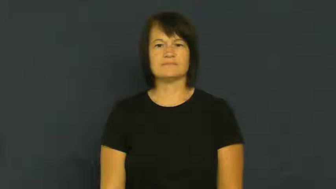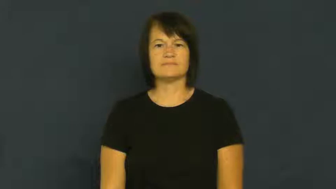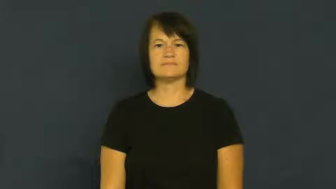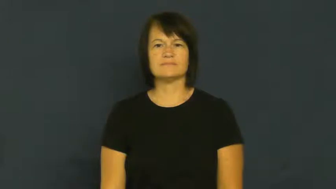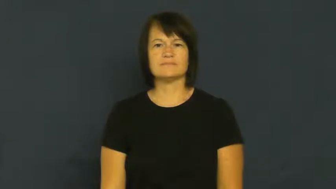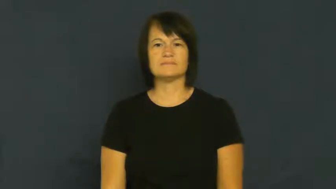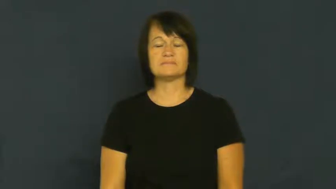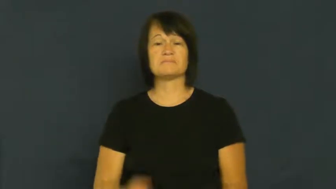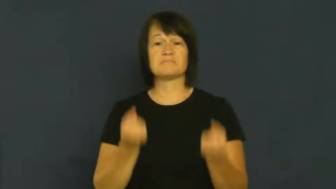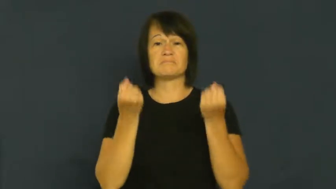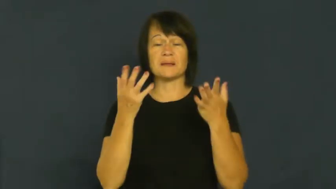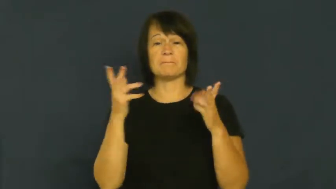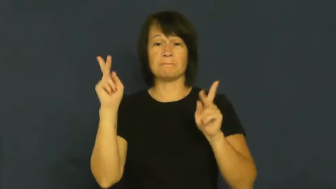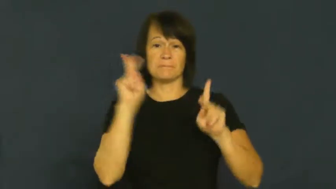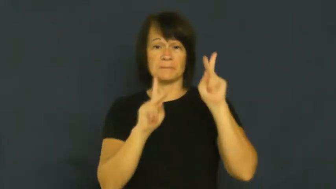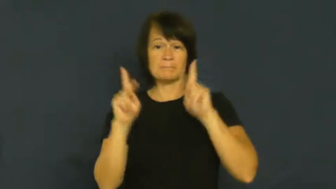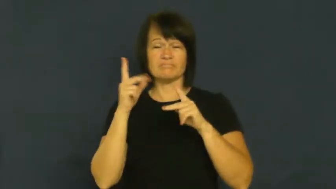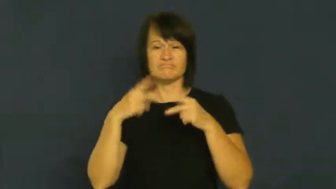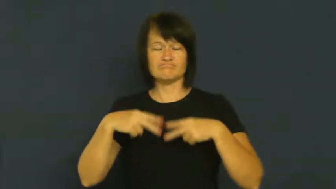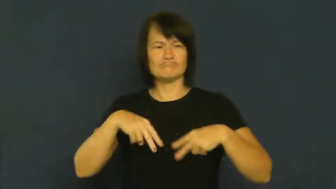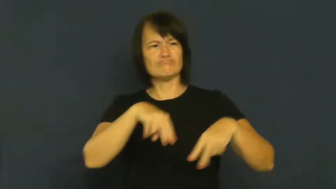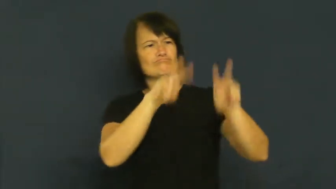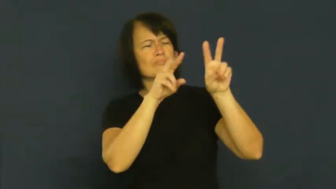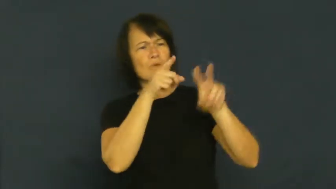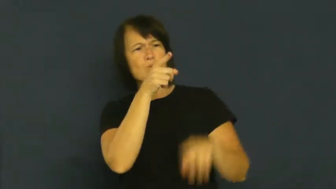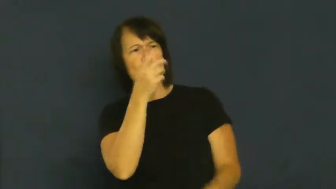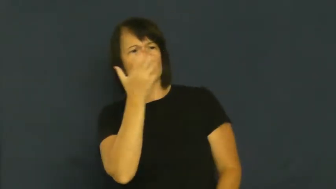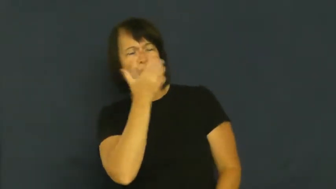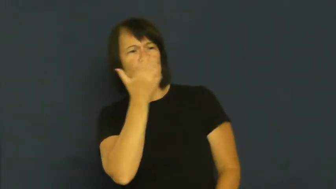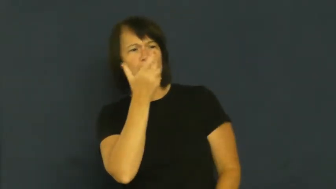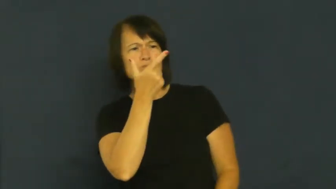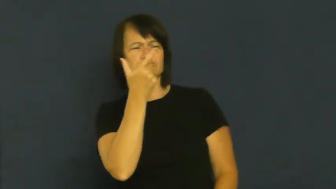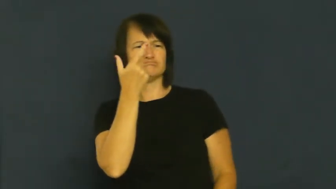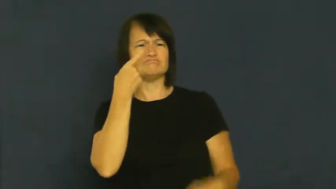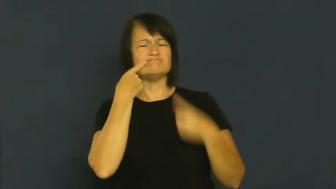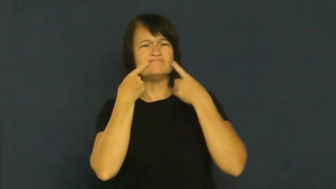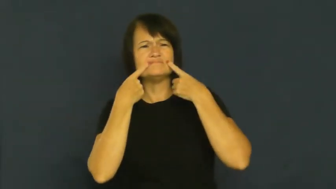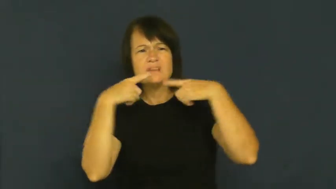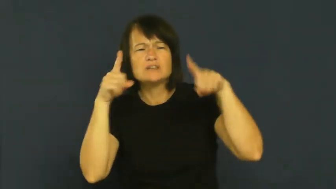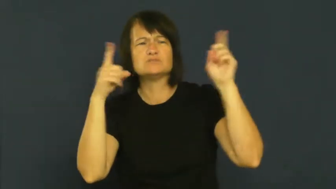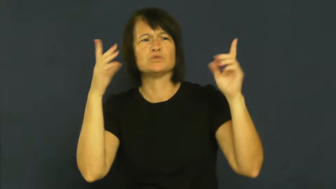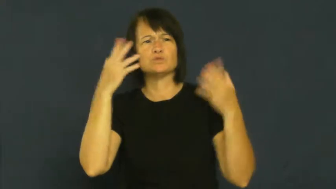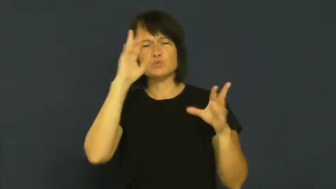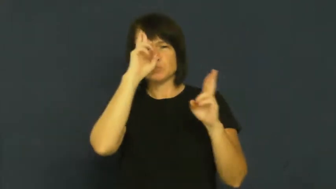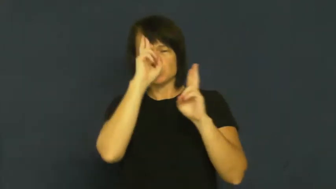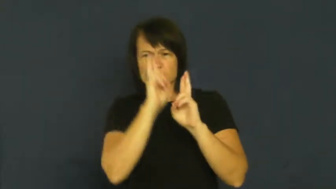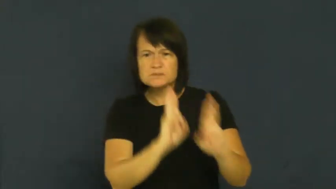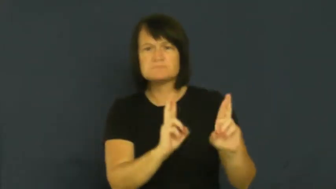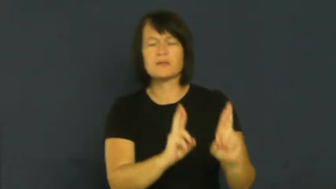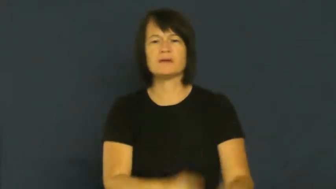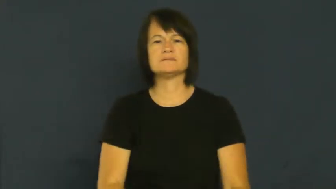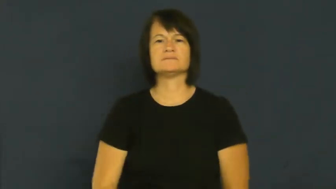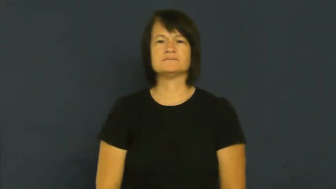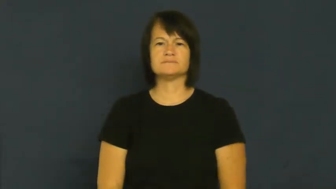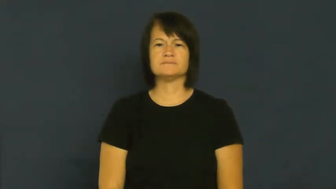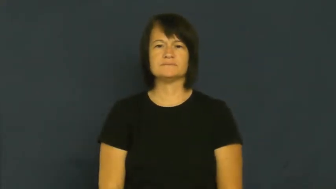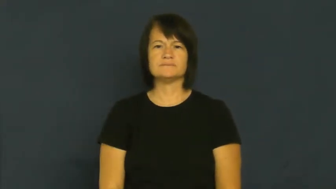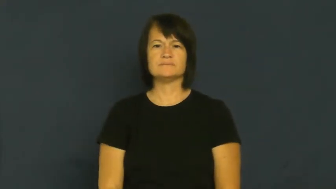distinguished